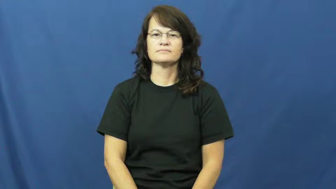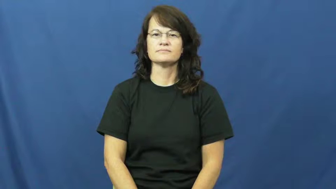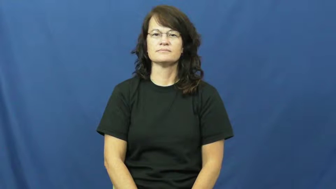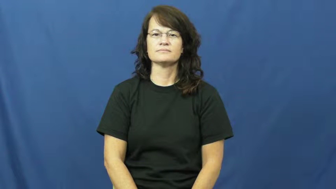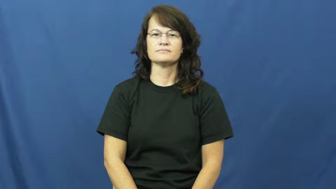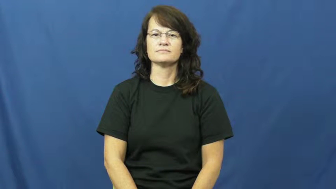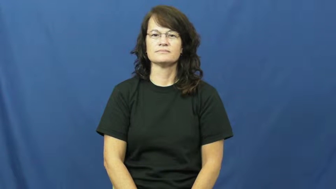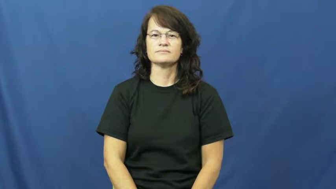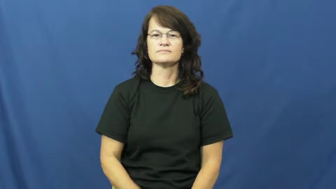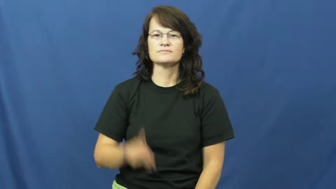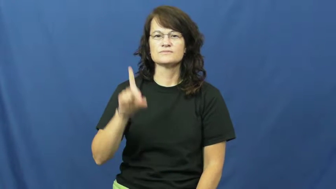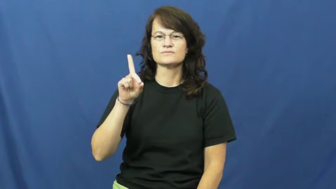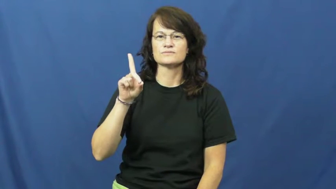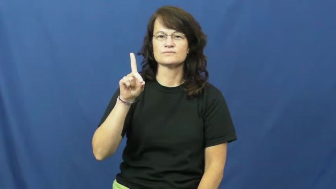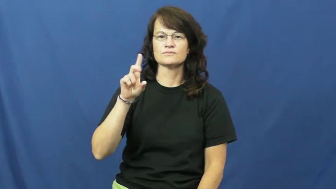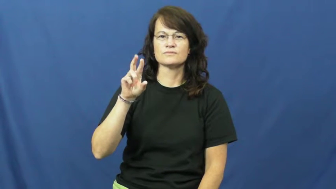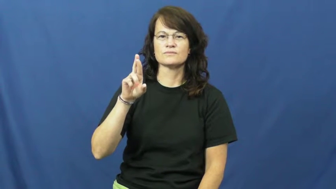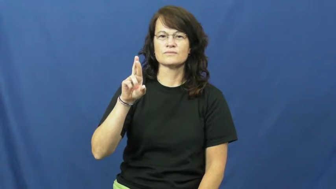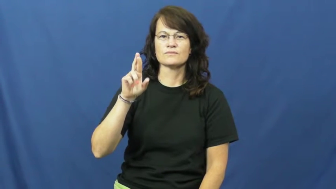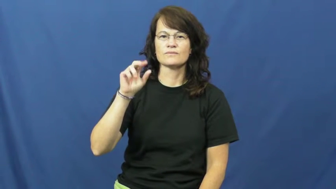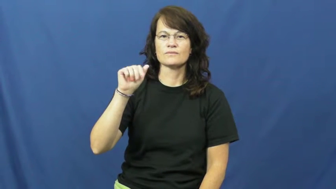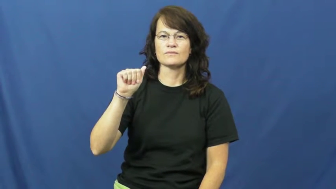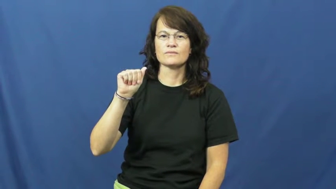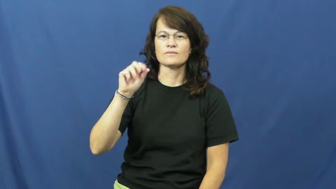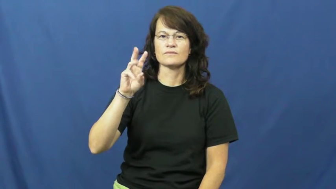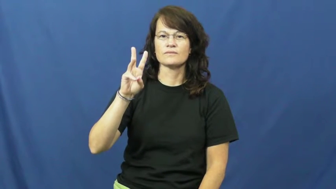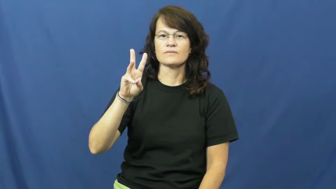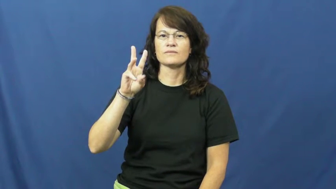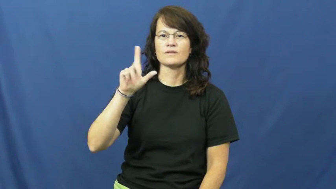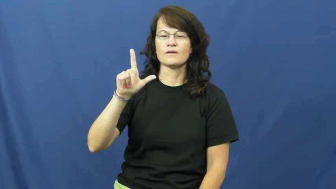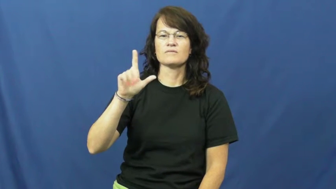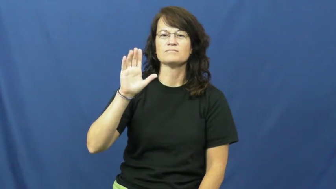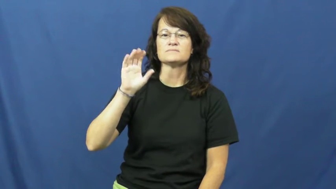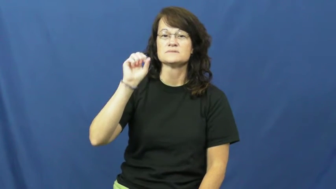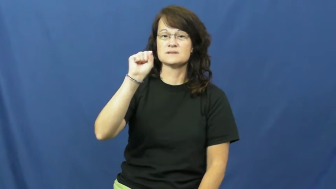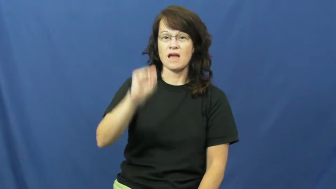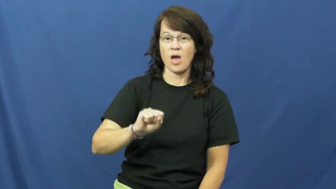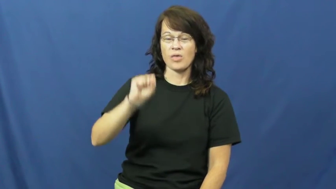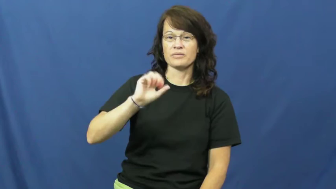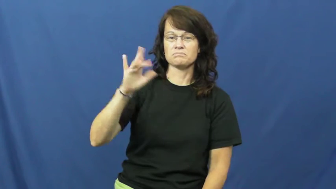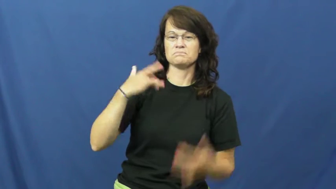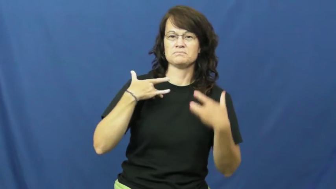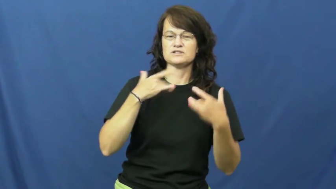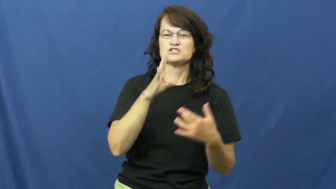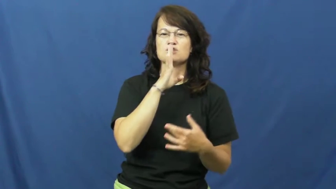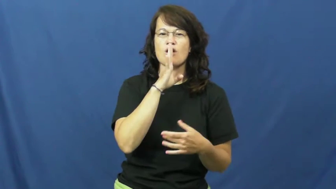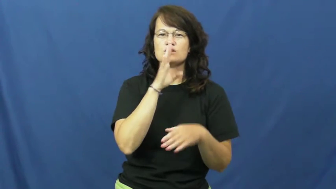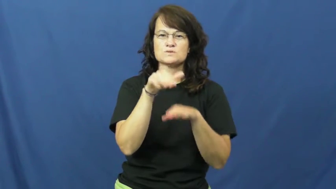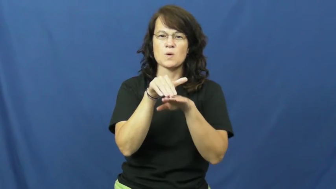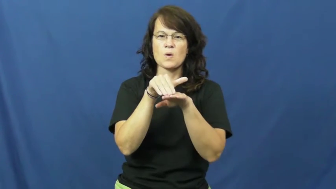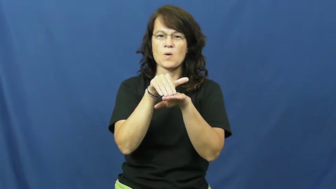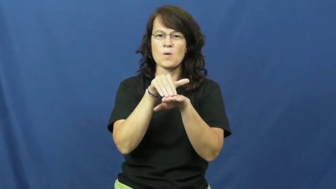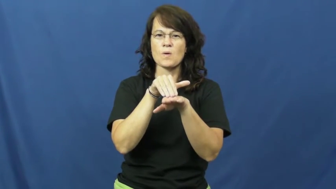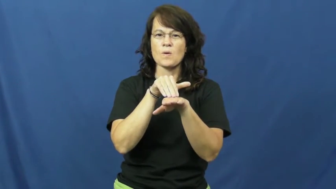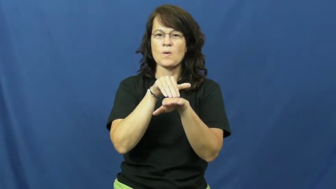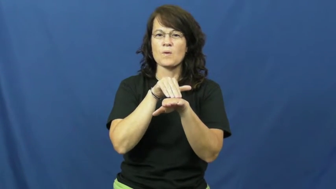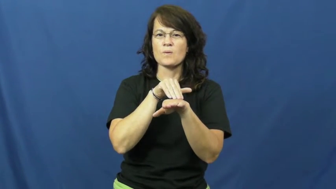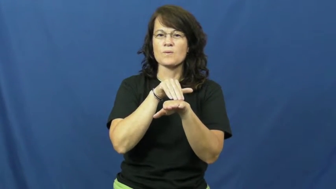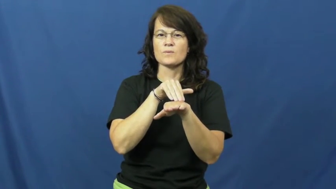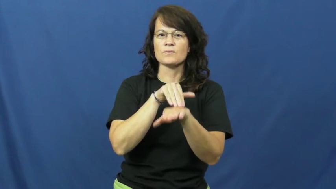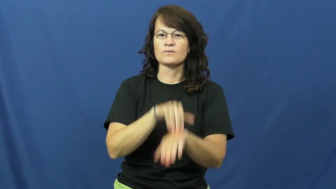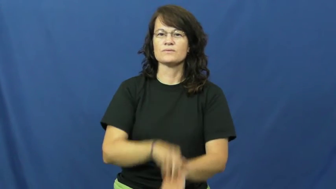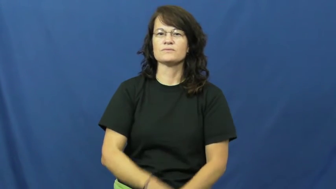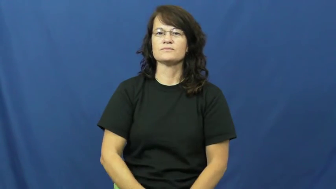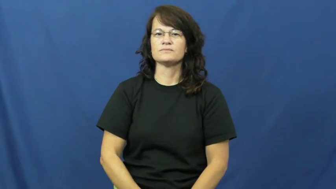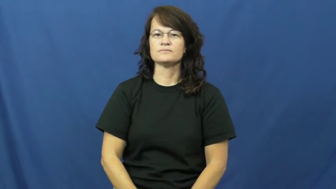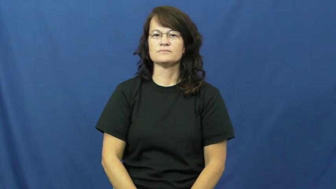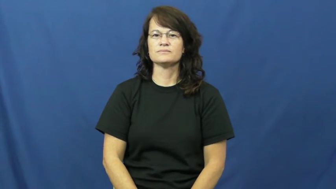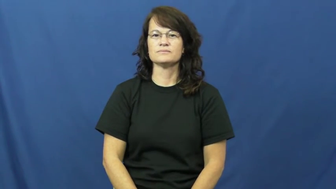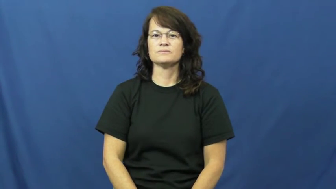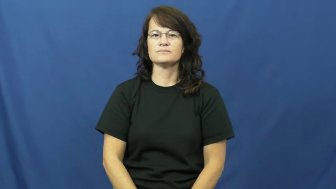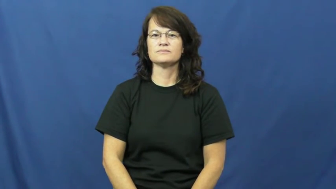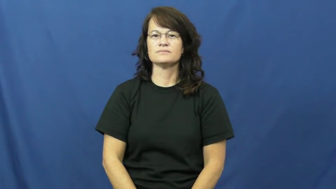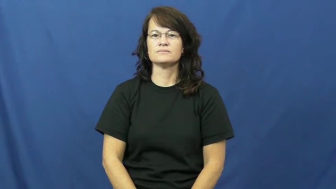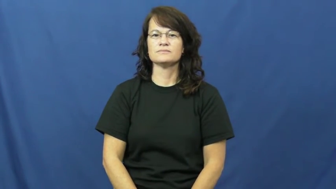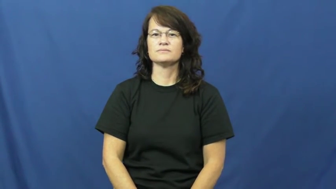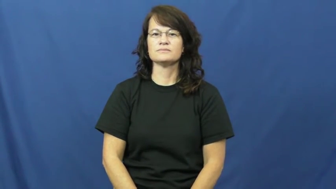drawl